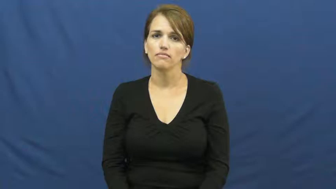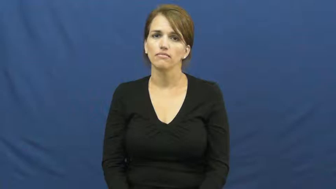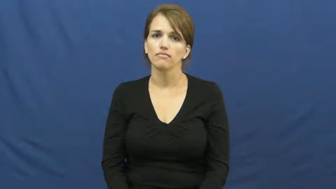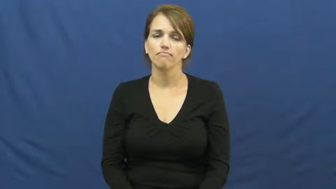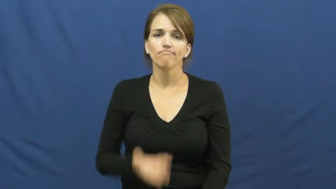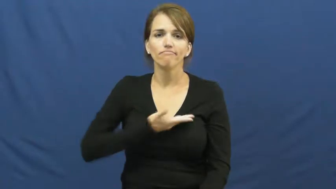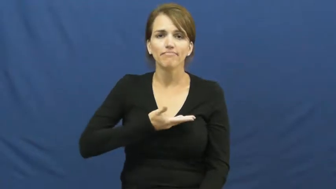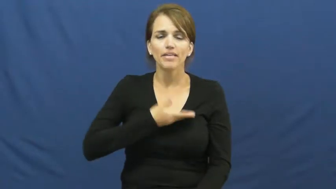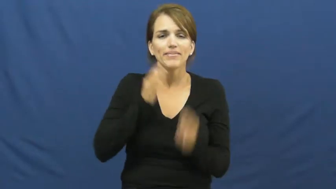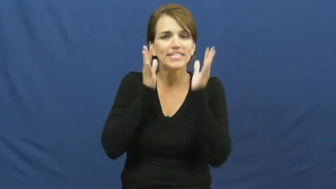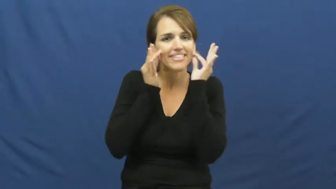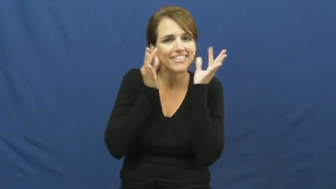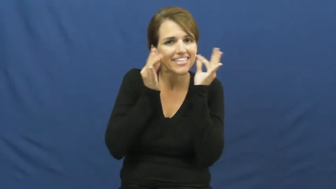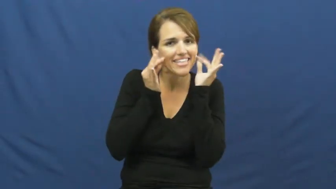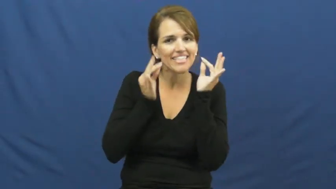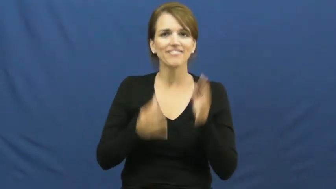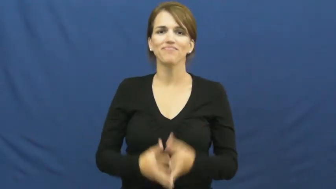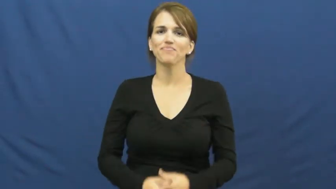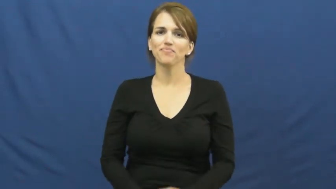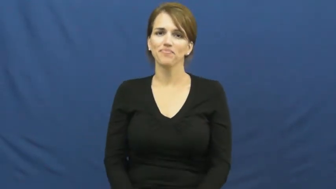kitten,kitty